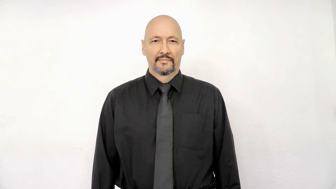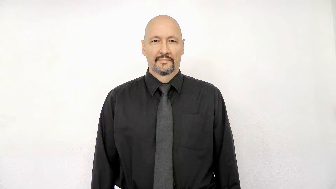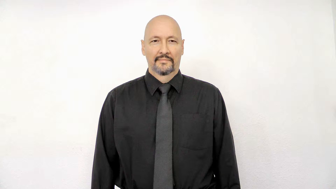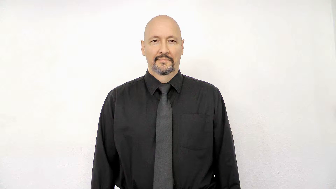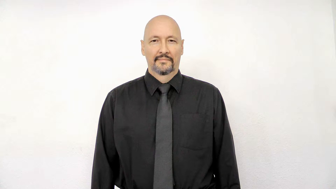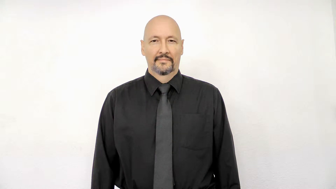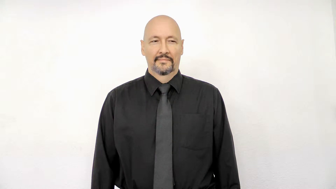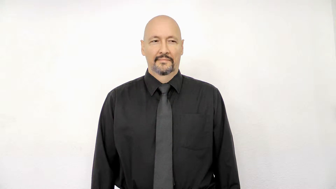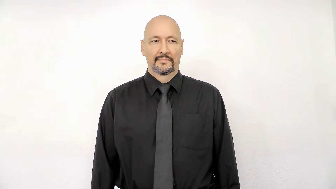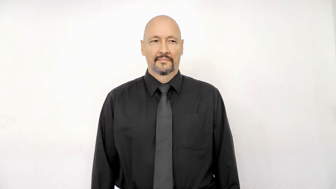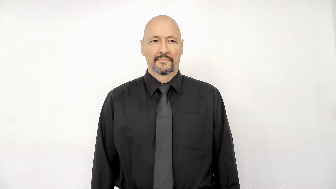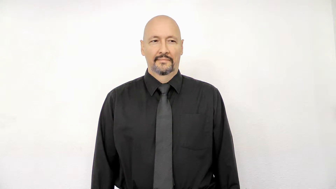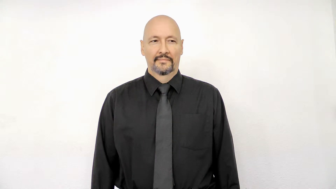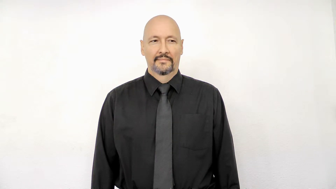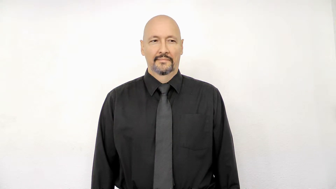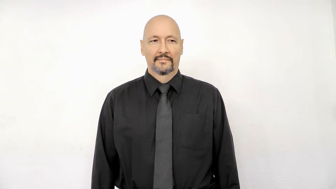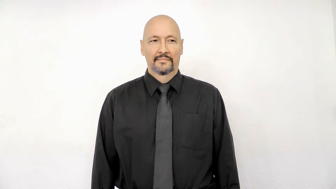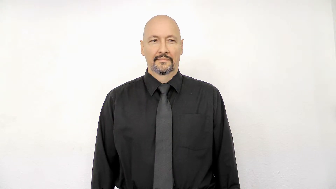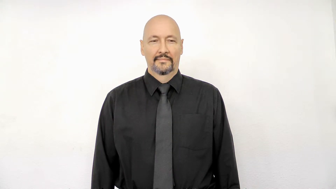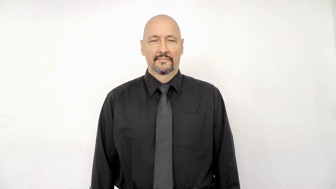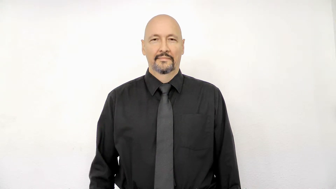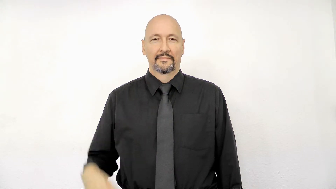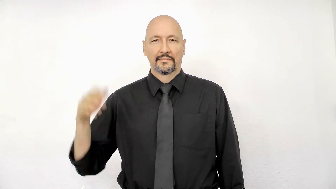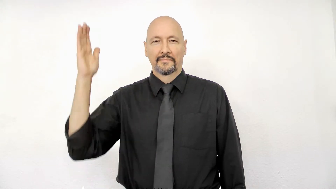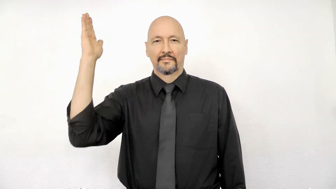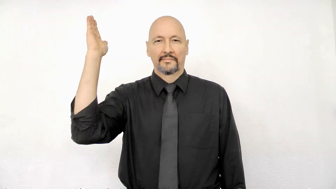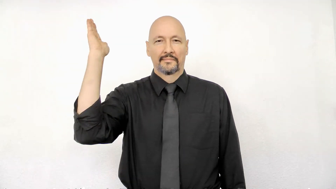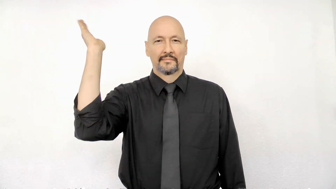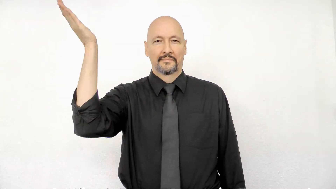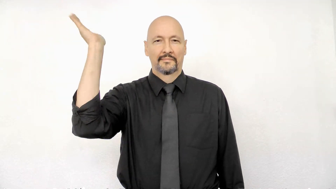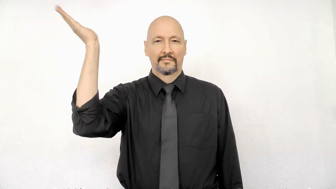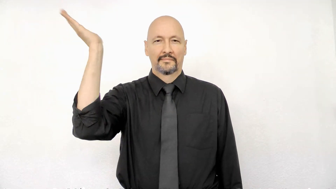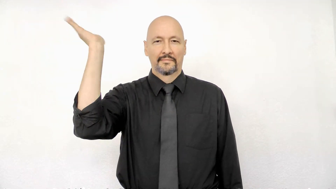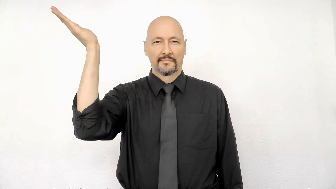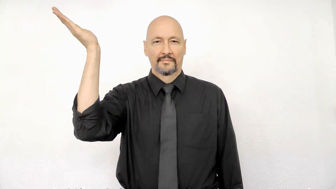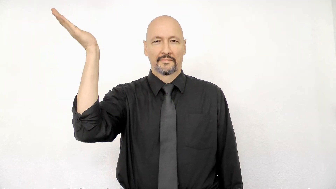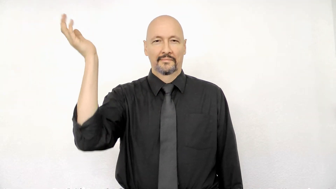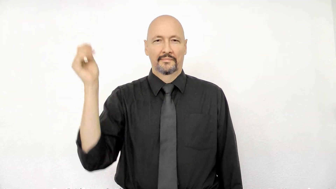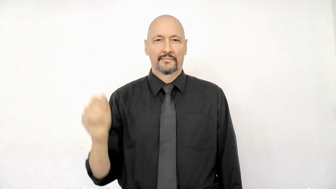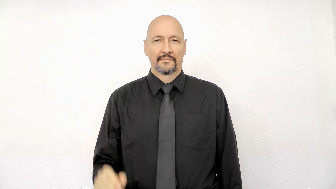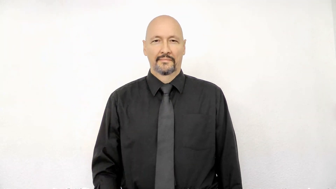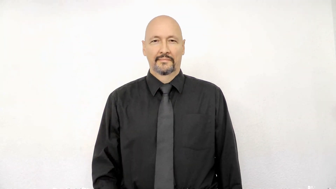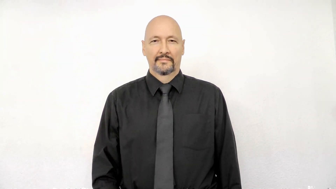present lecture